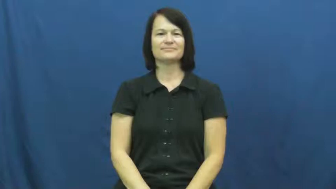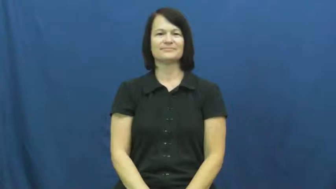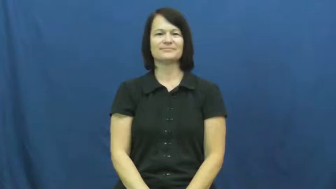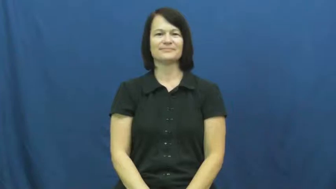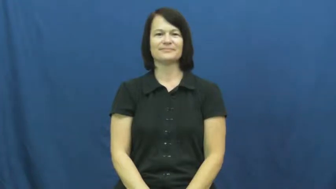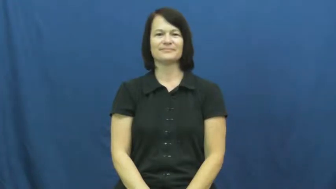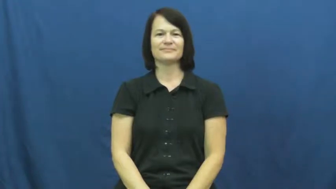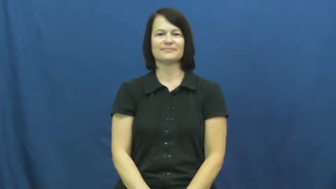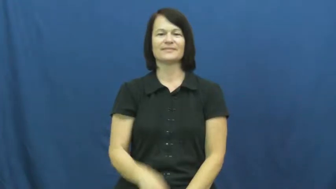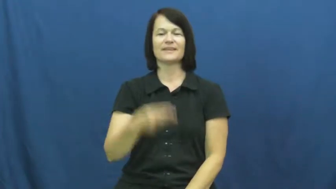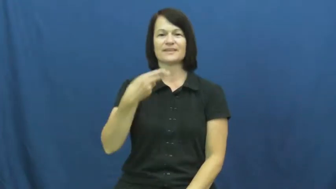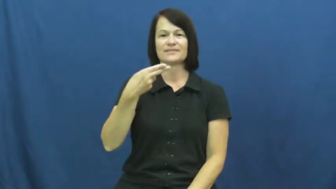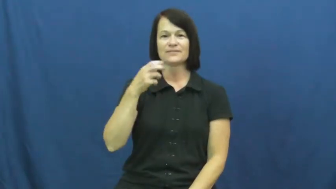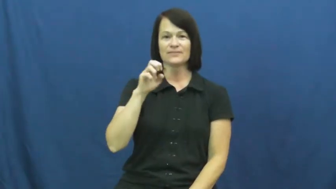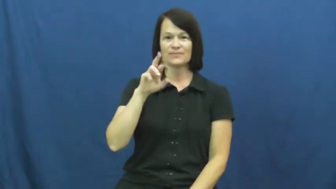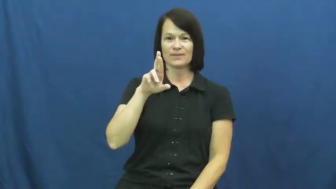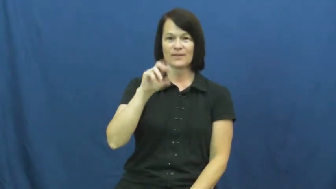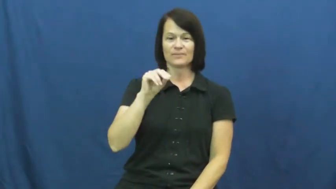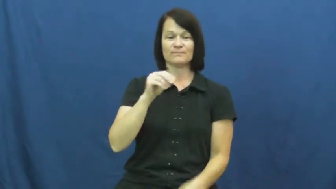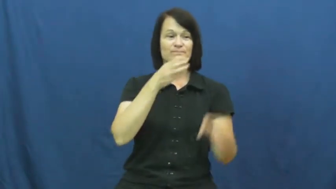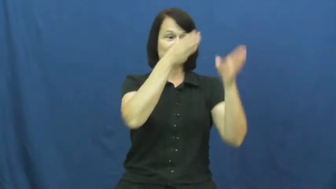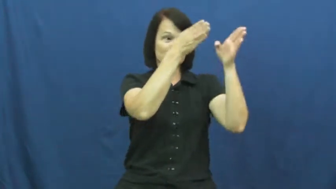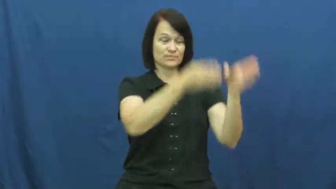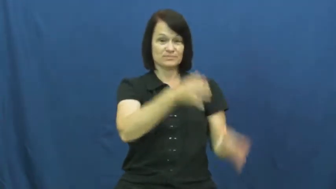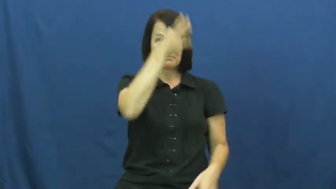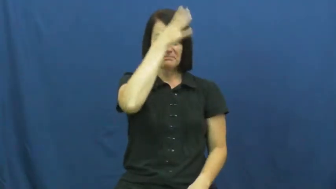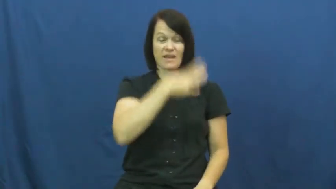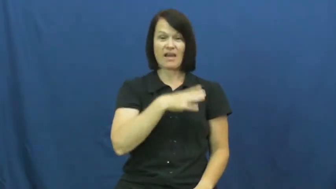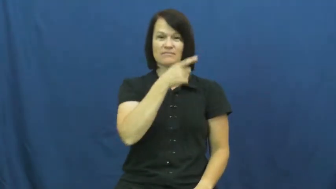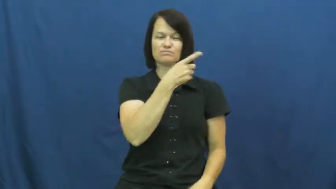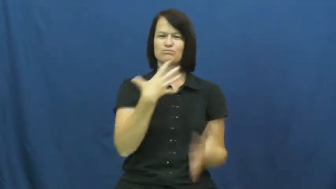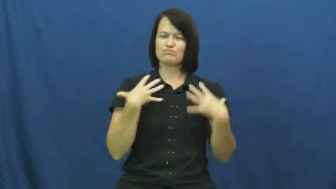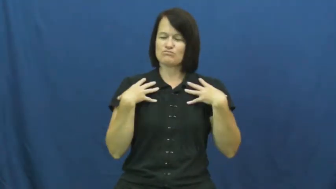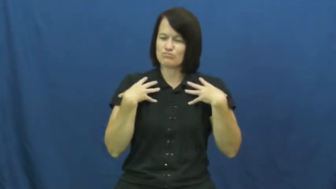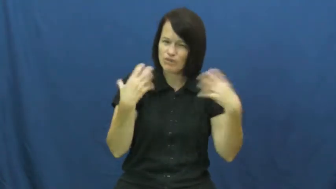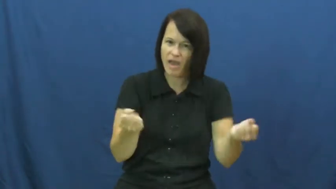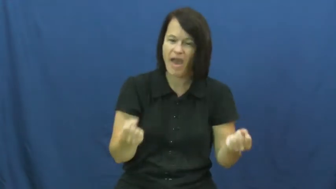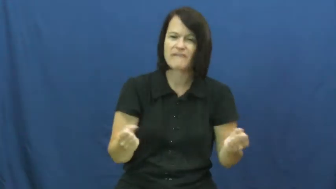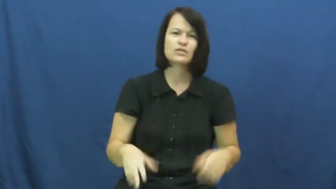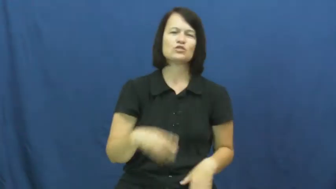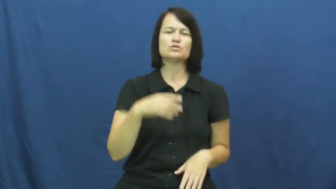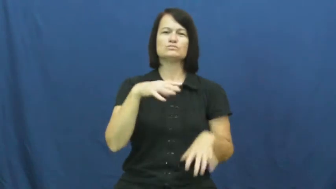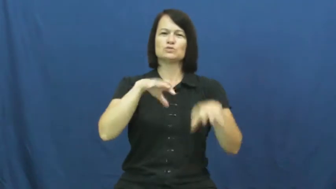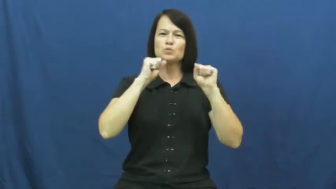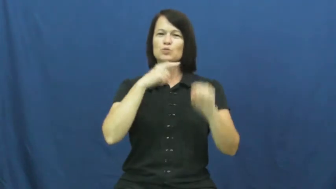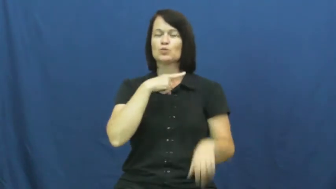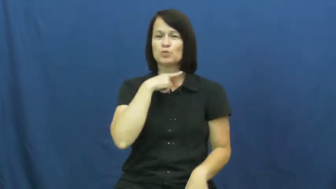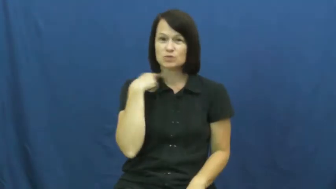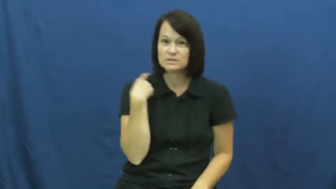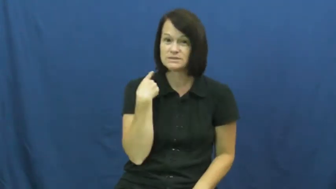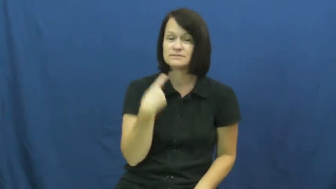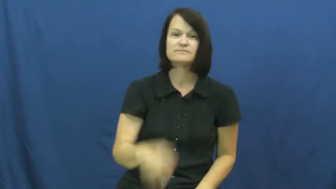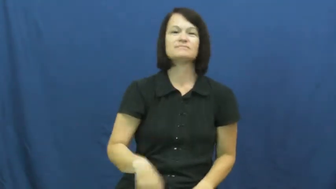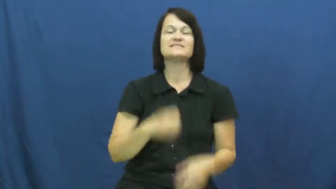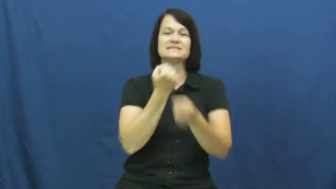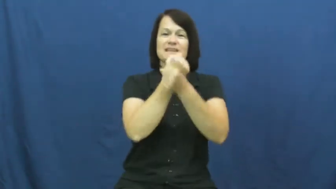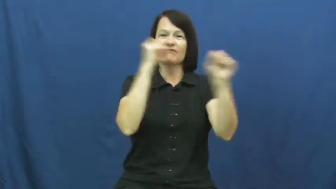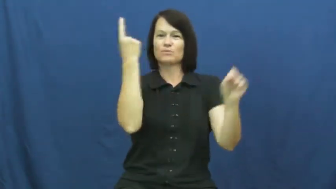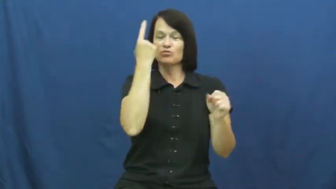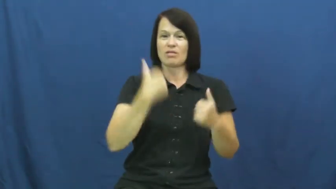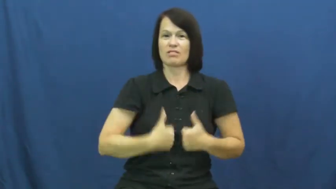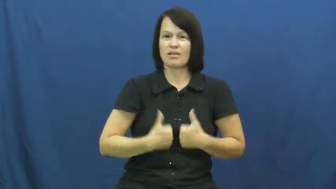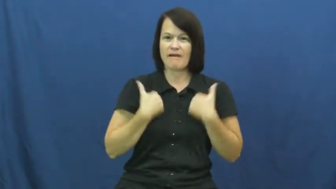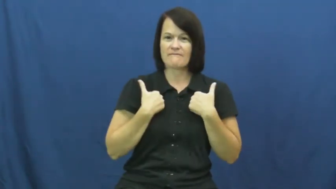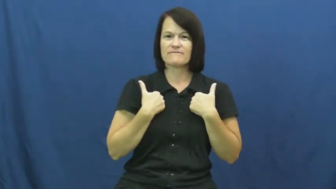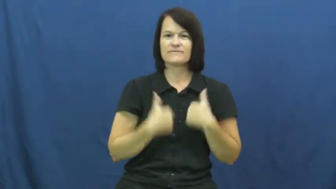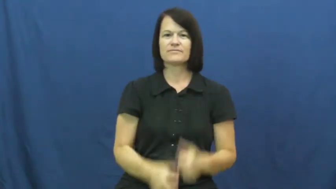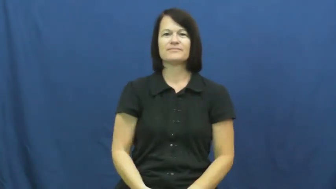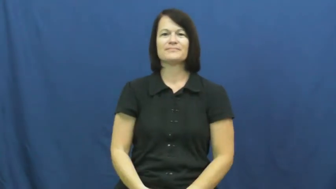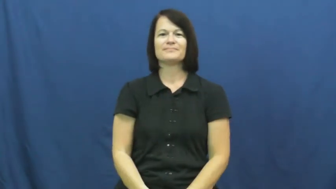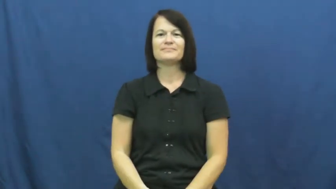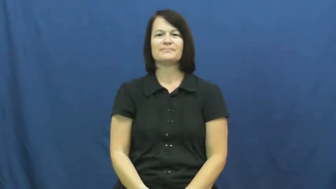hero-save